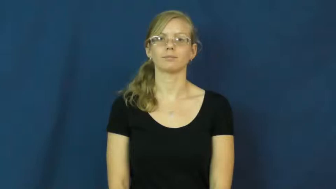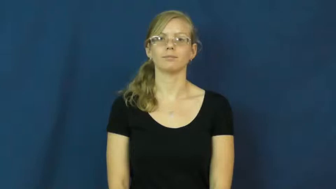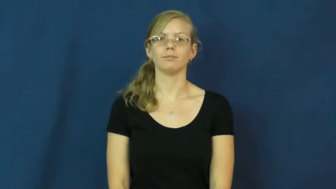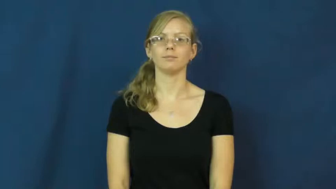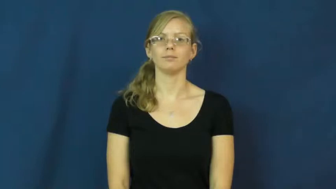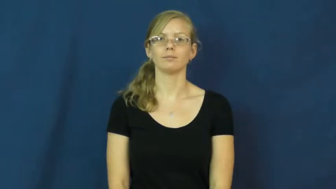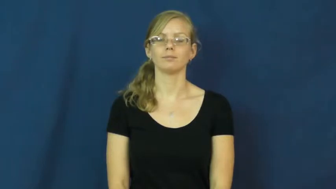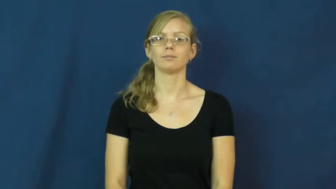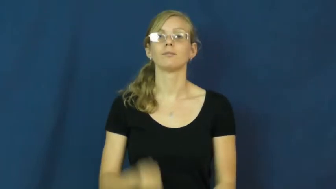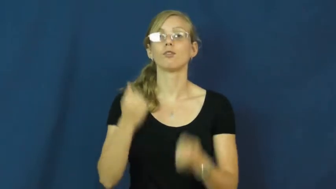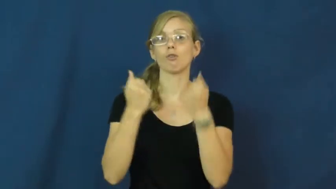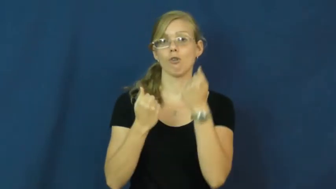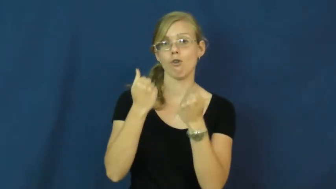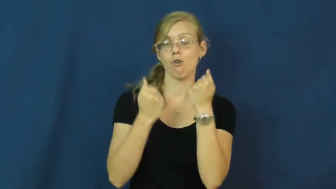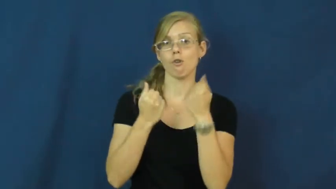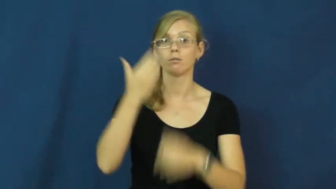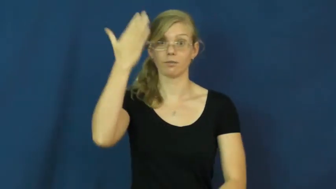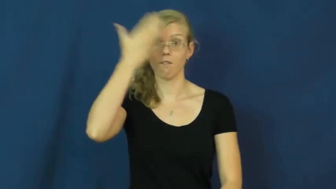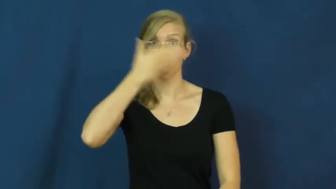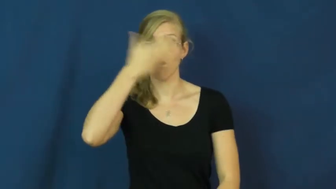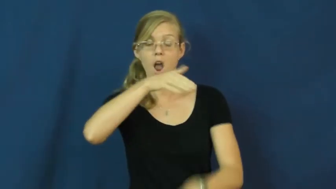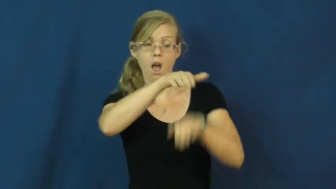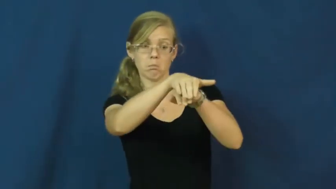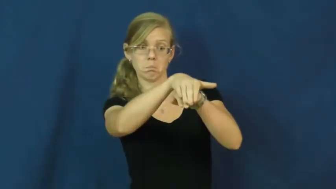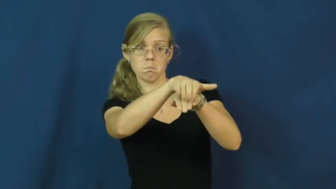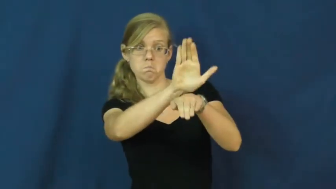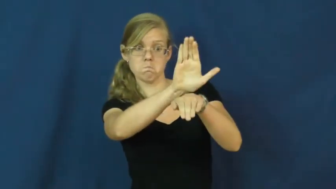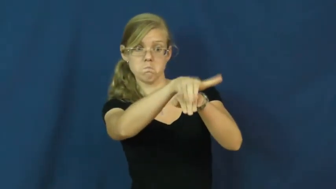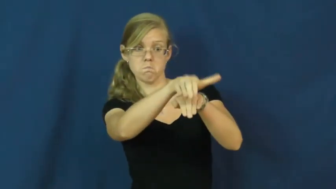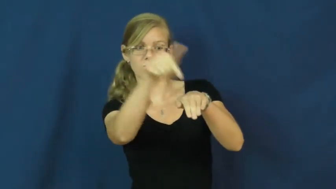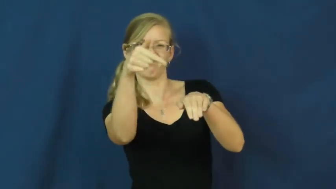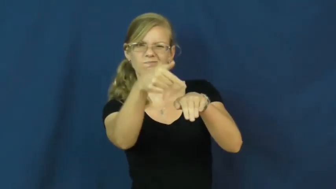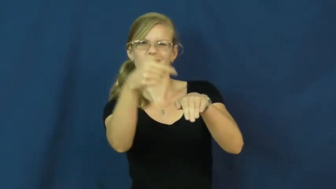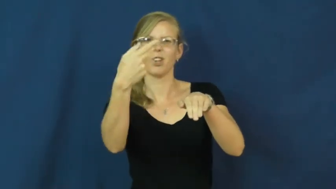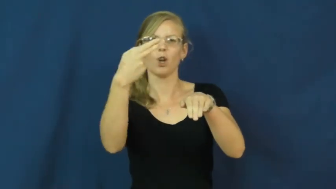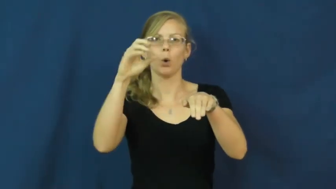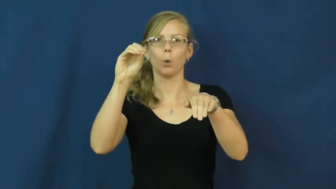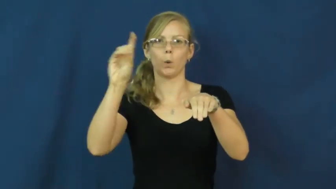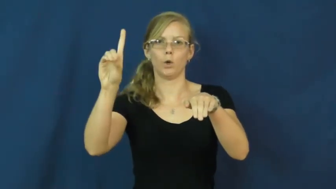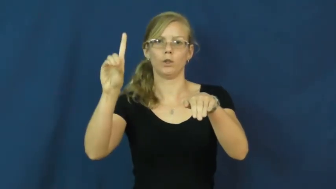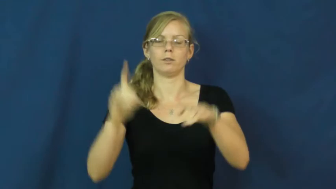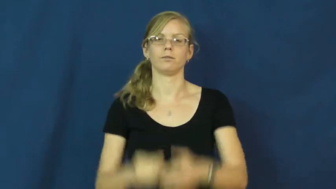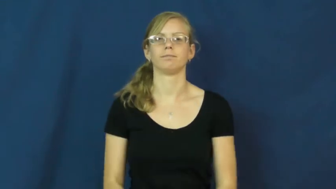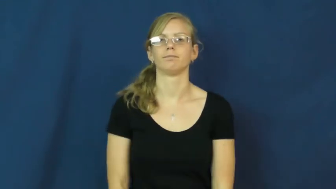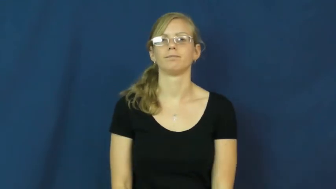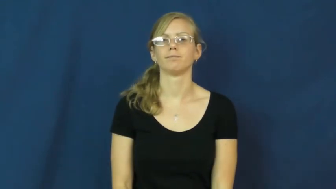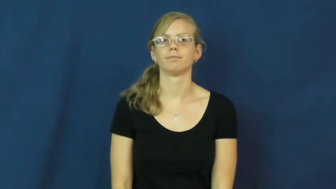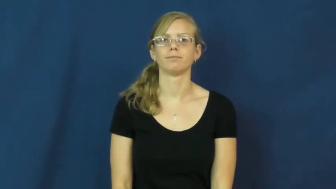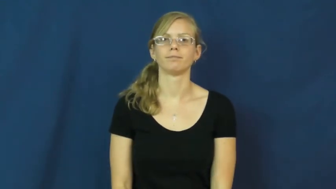hood,bonnet-car